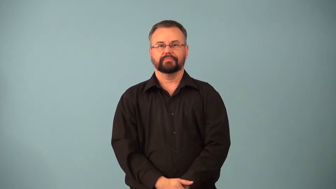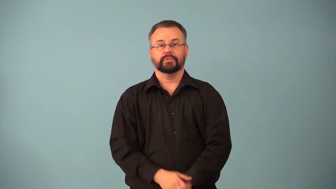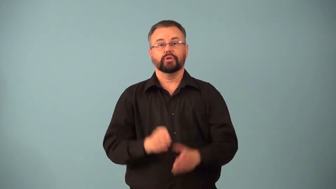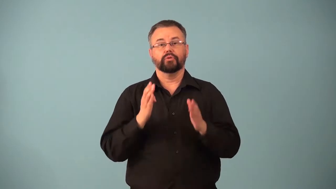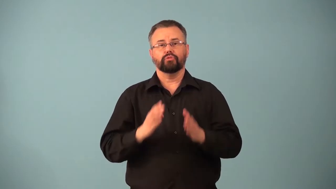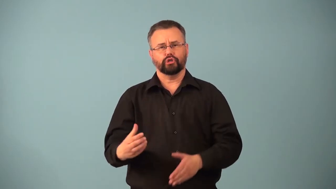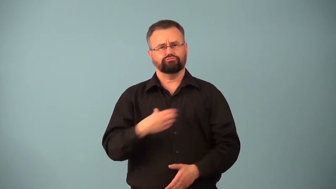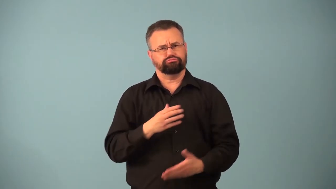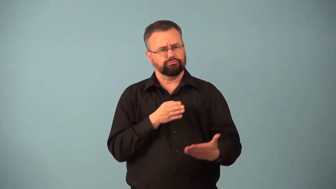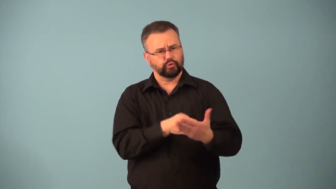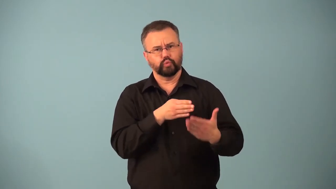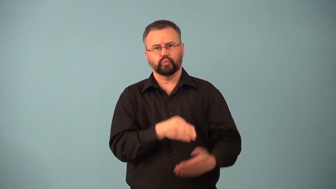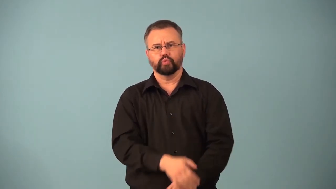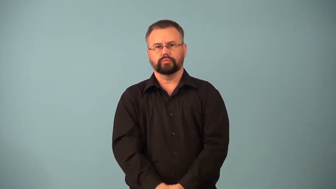complainant